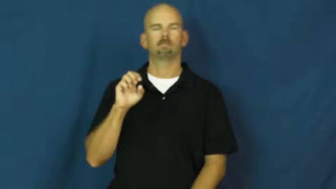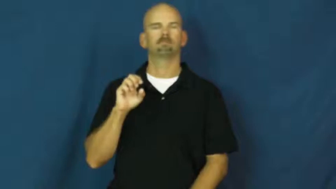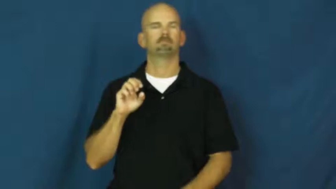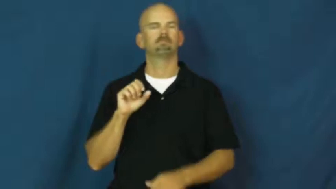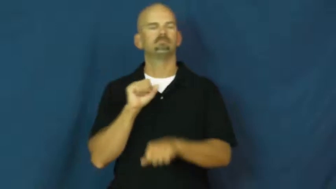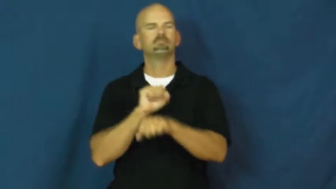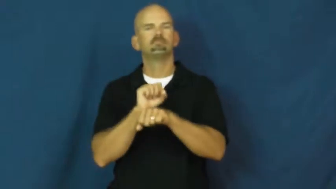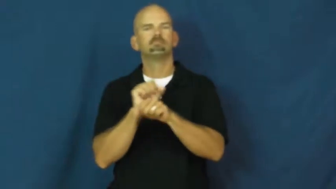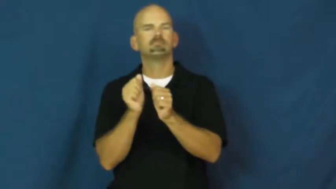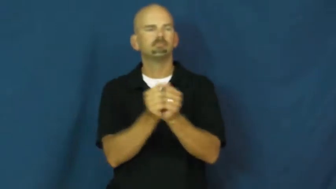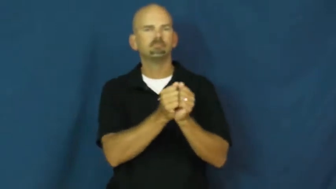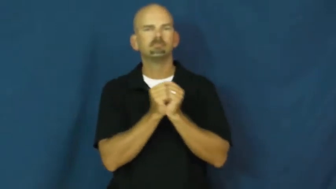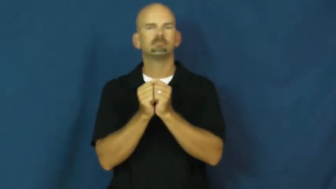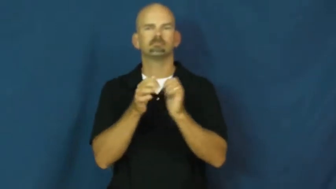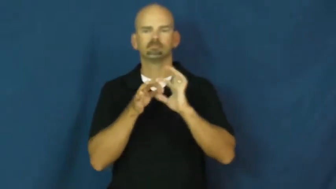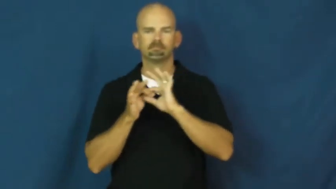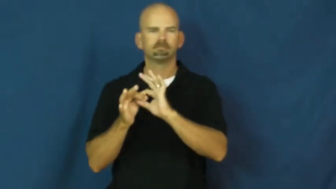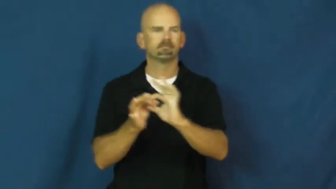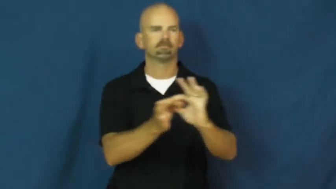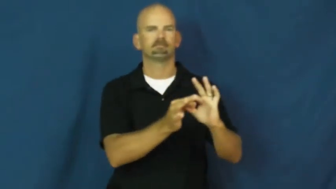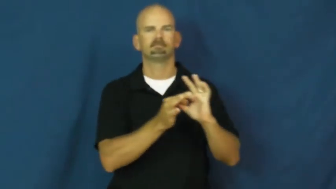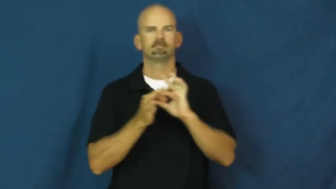collaborate,joint